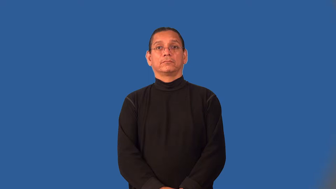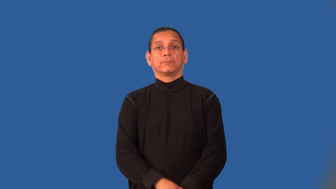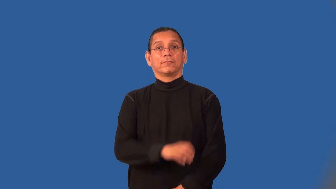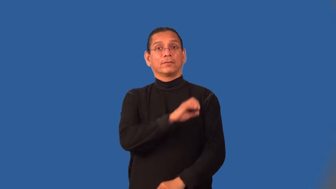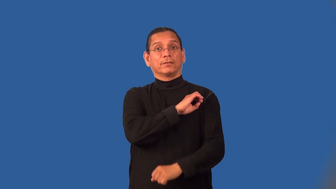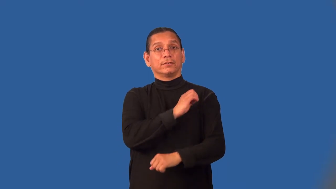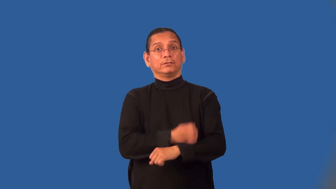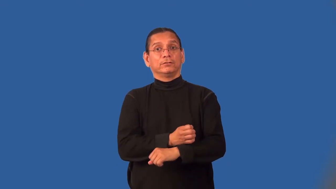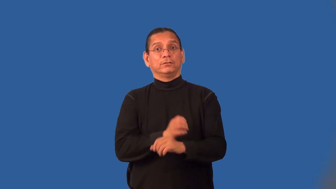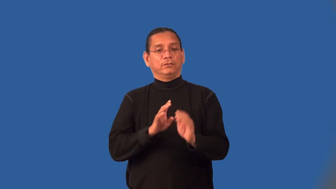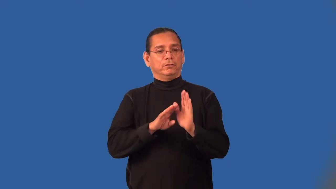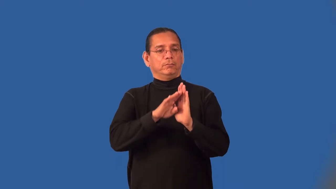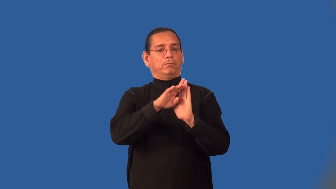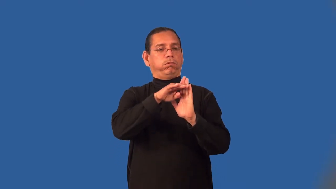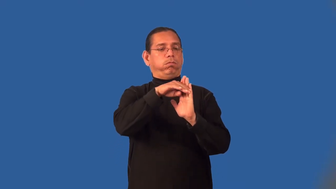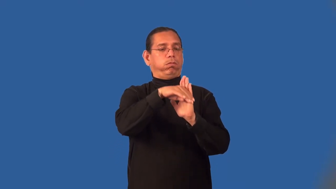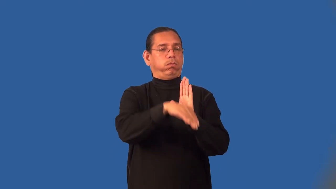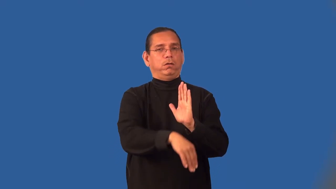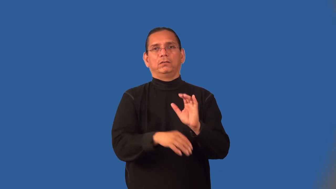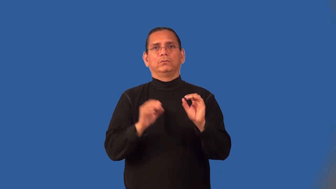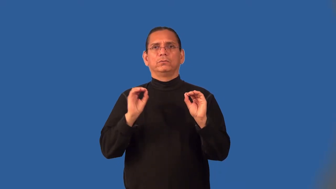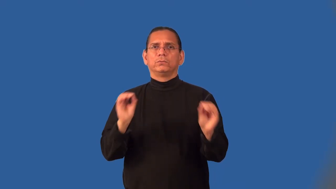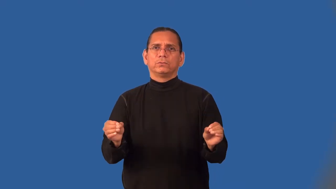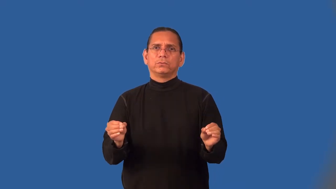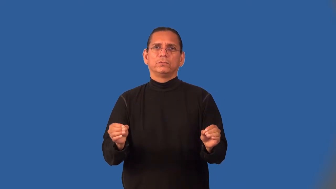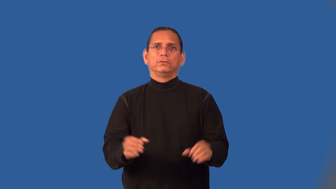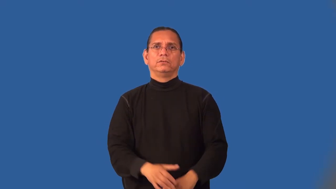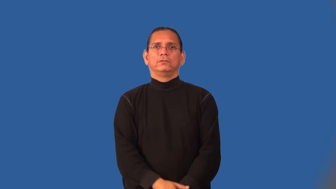lossless